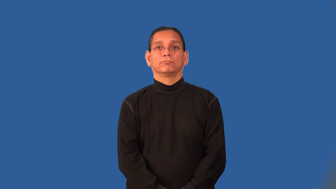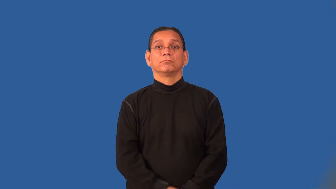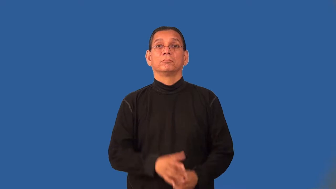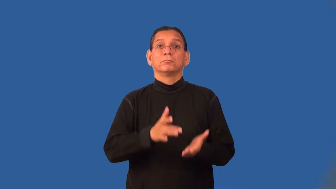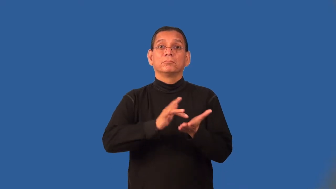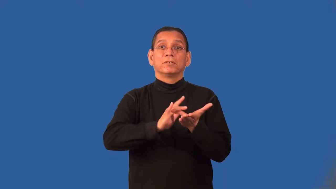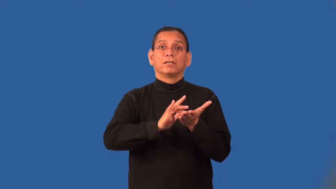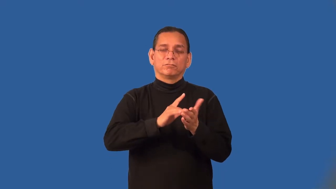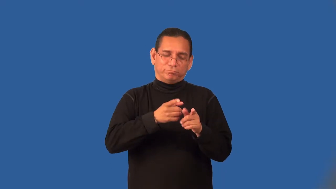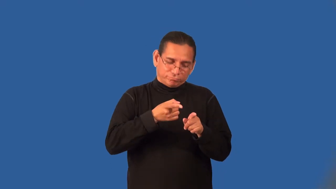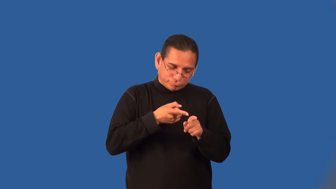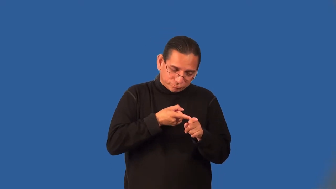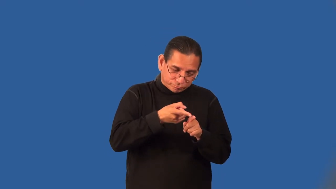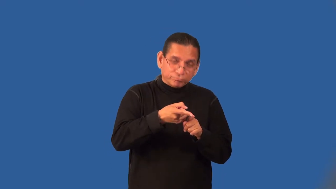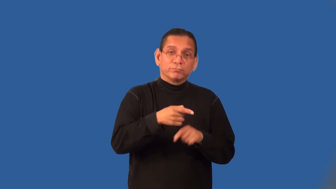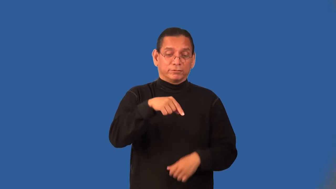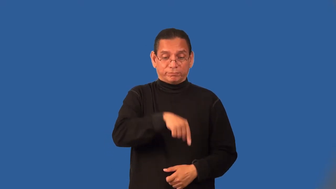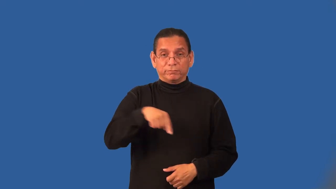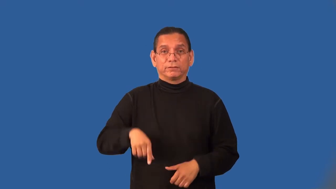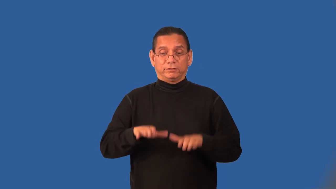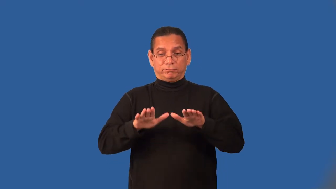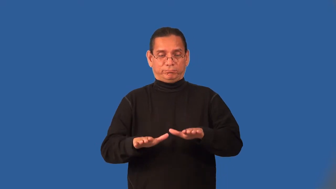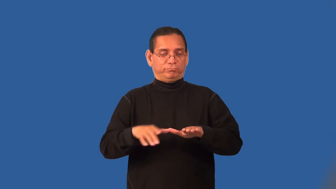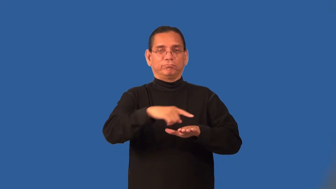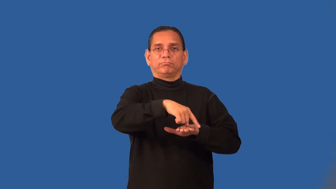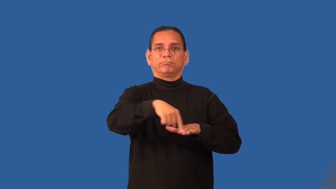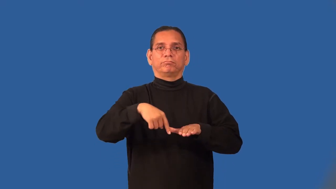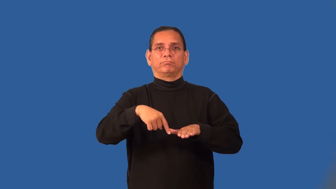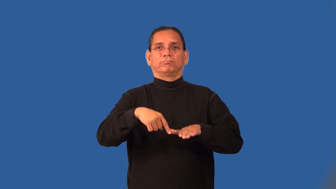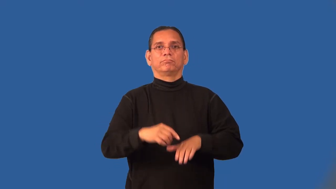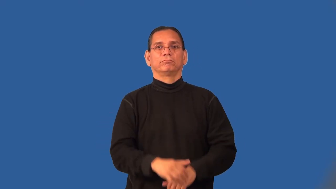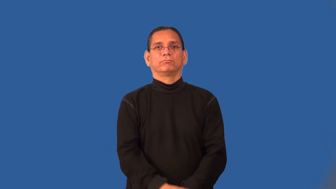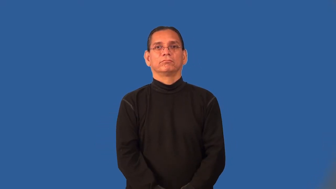podiatry